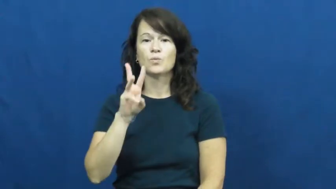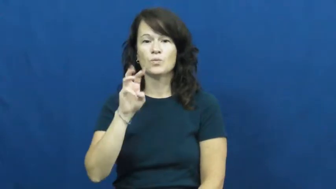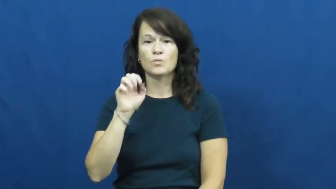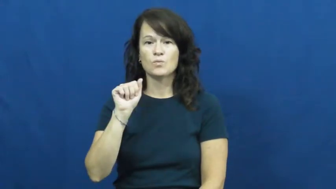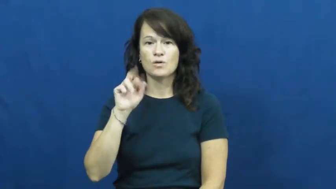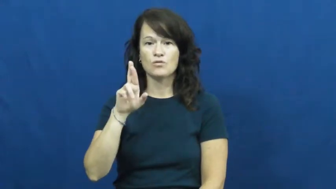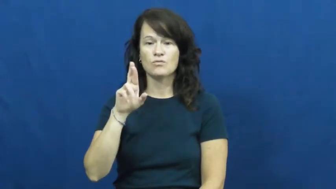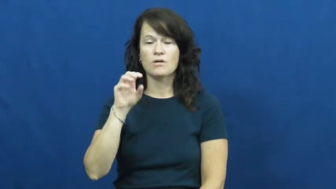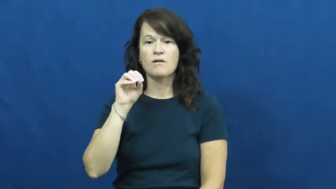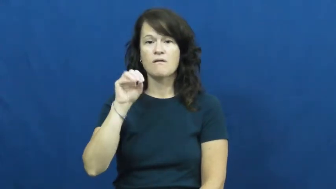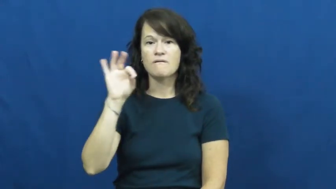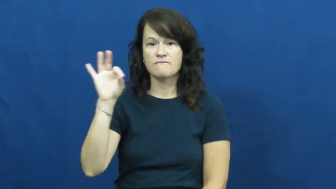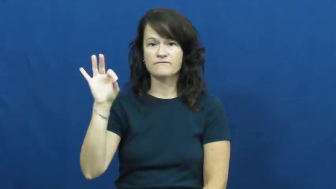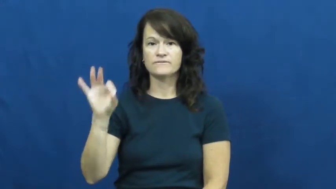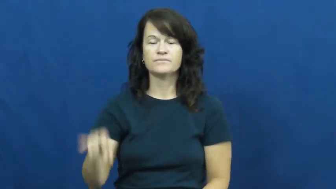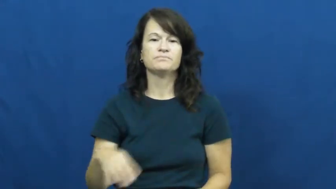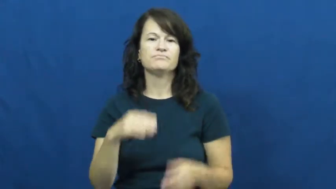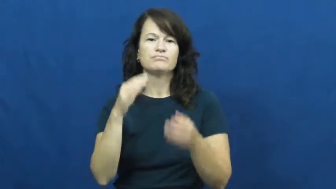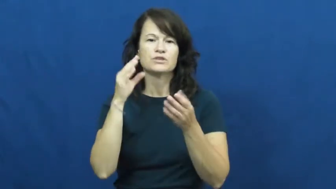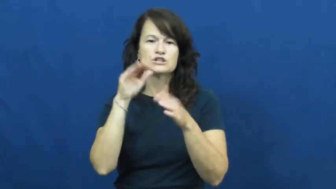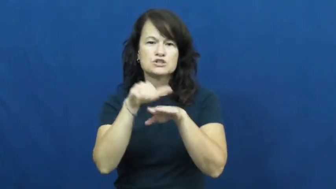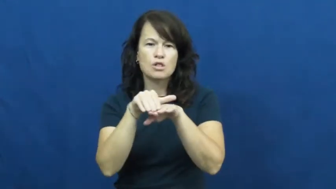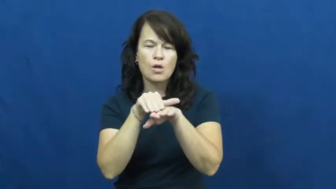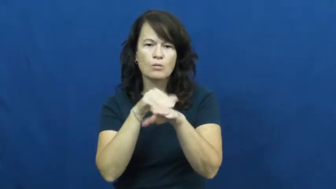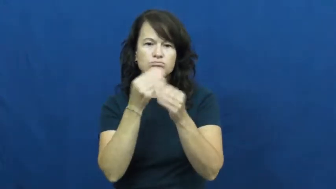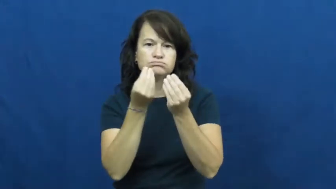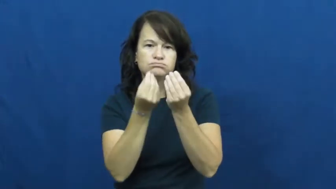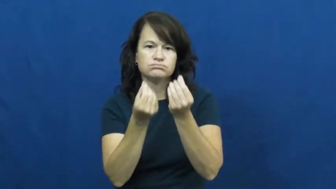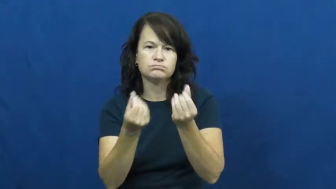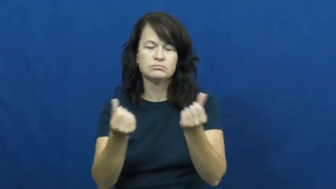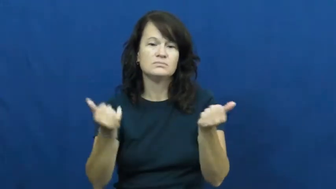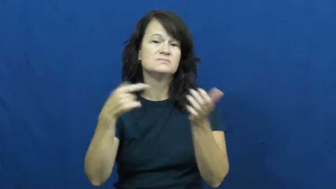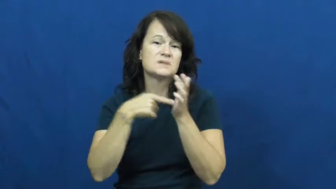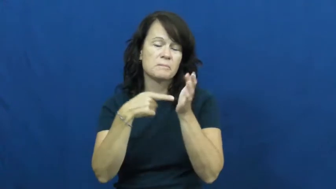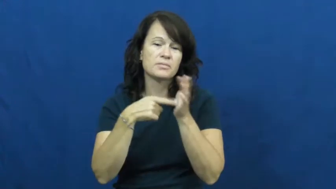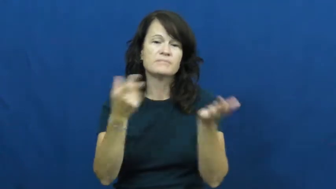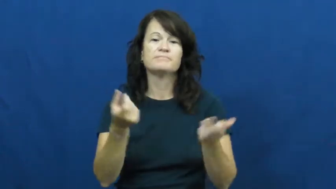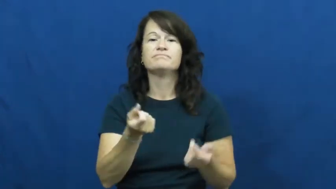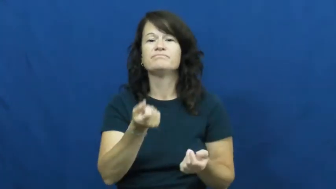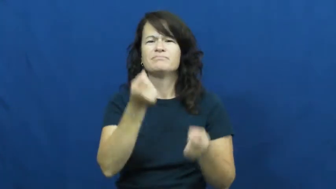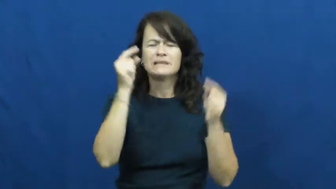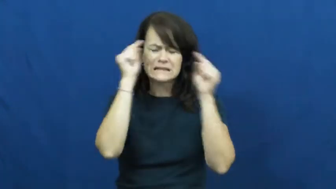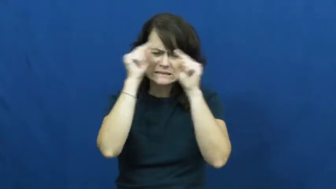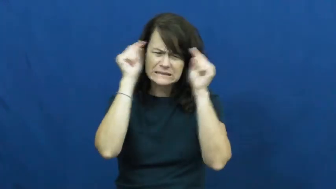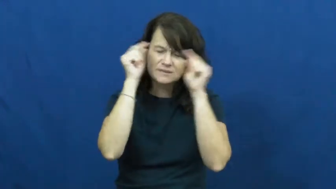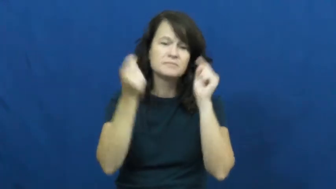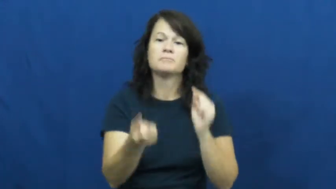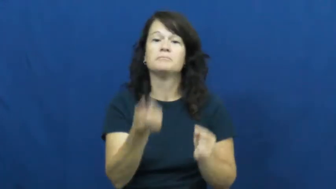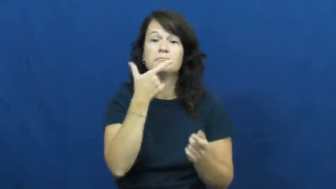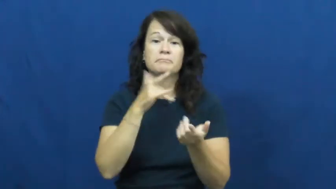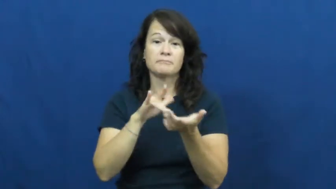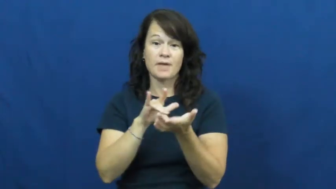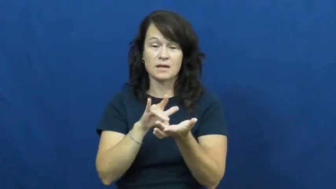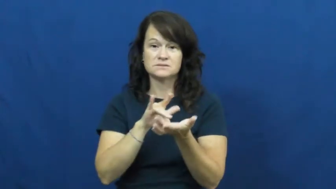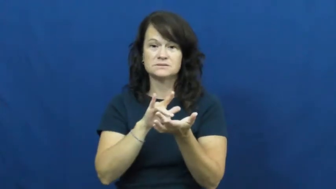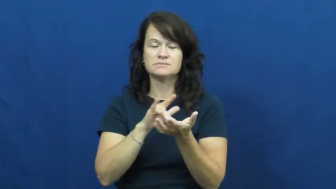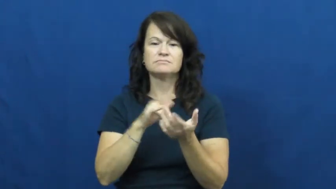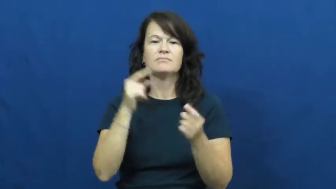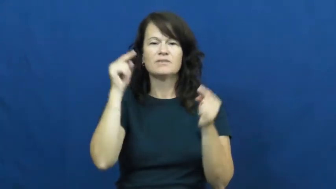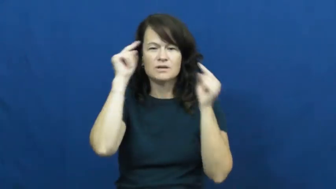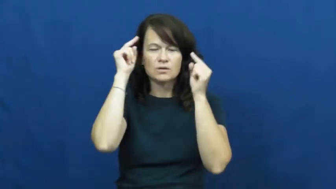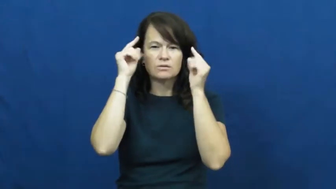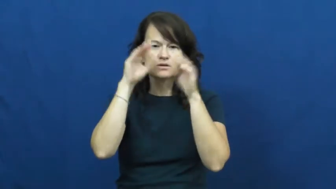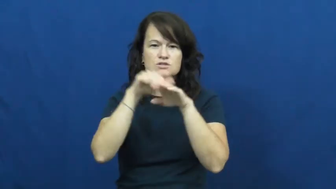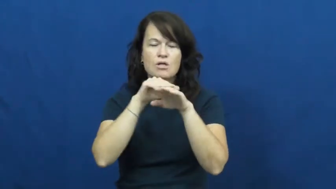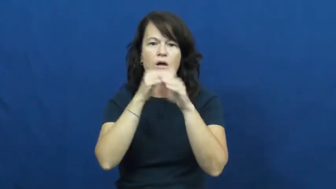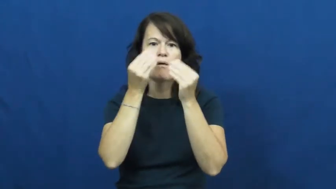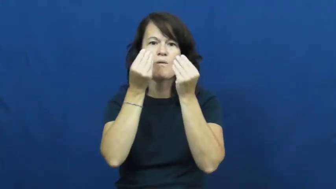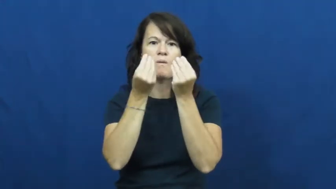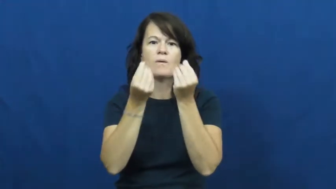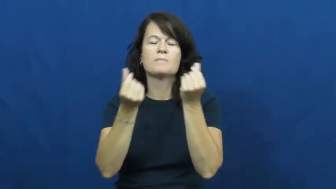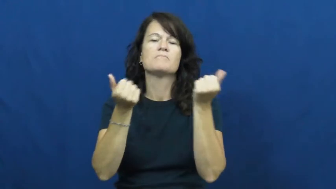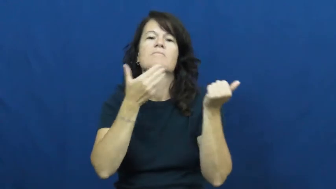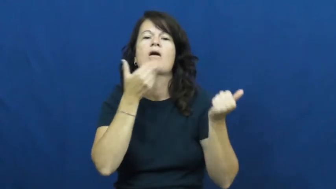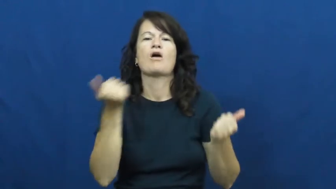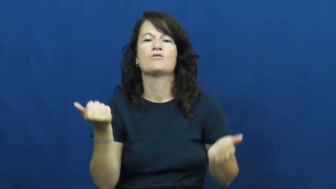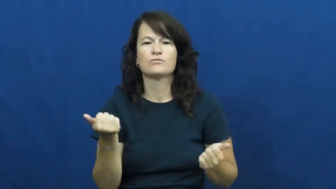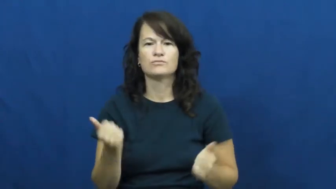wear off